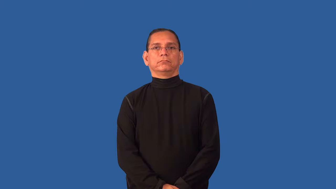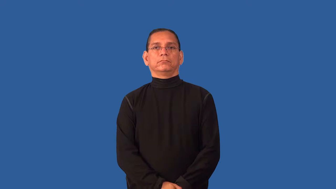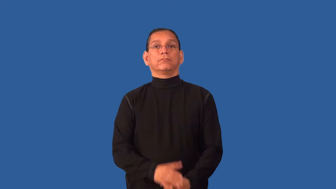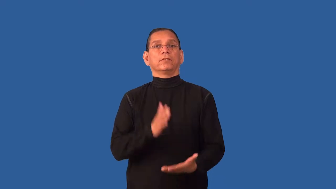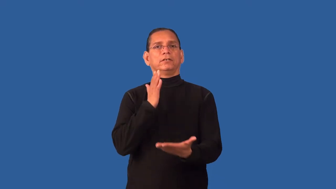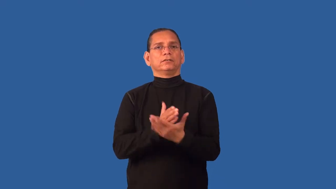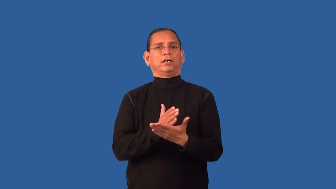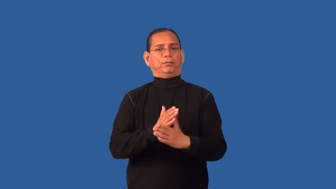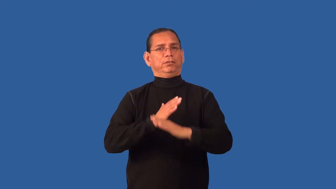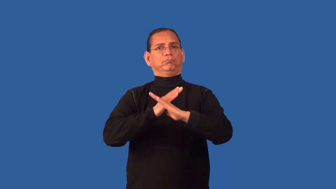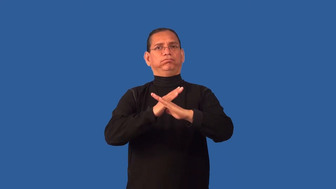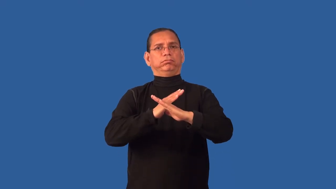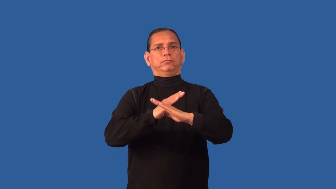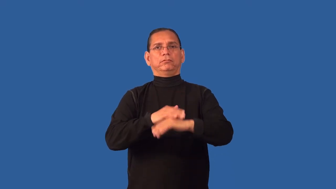desist